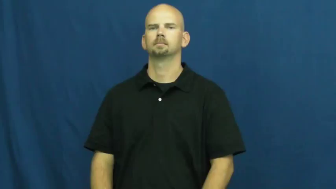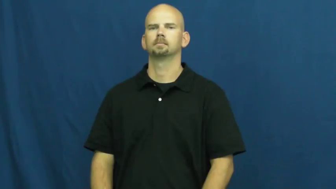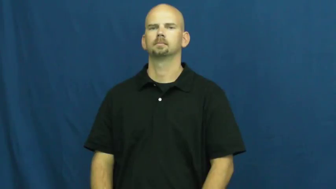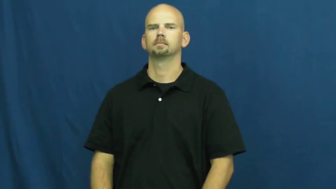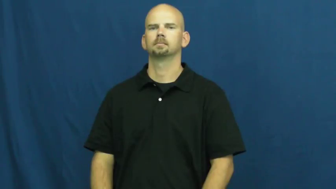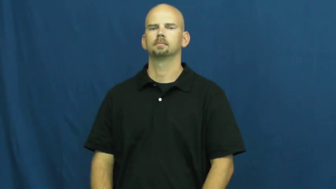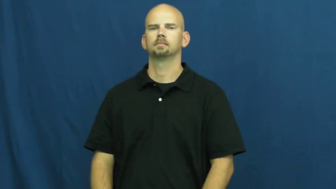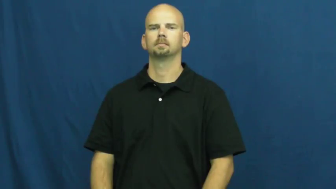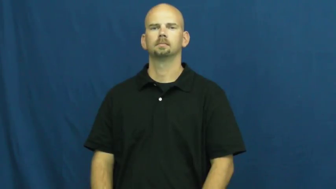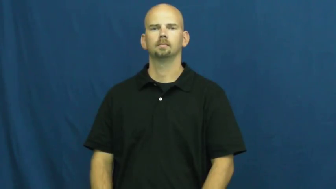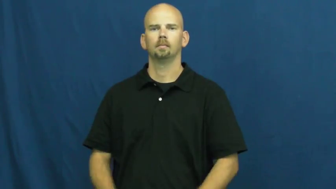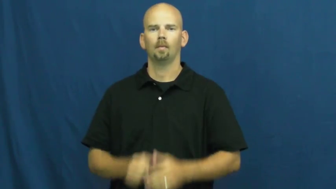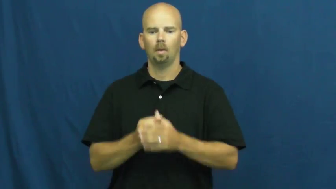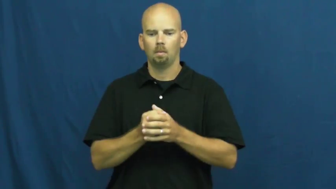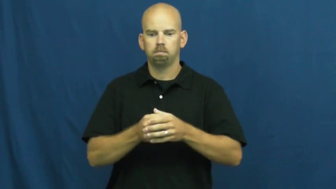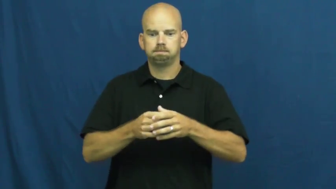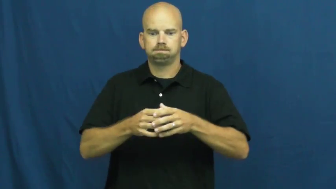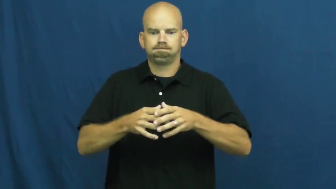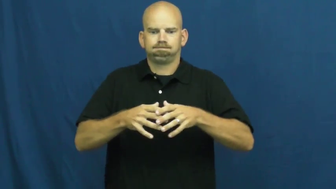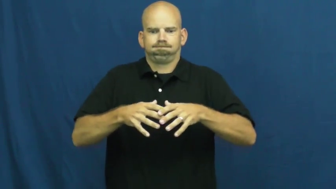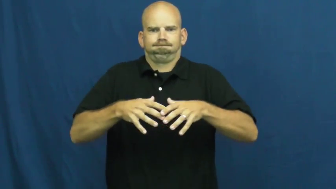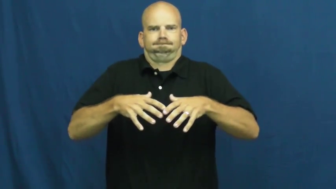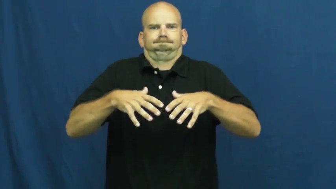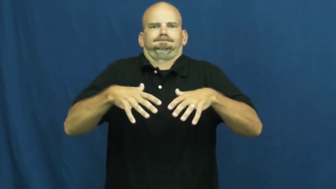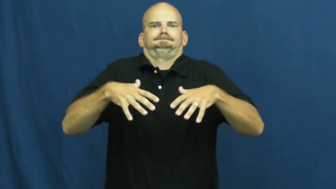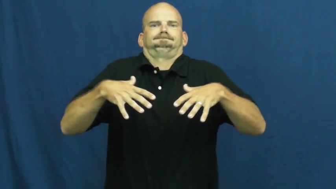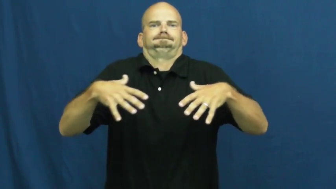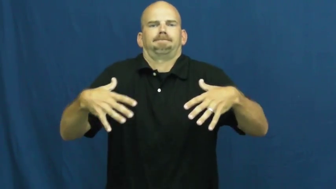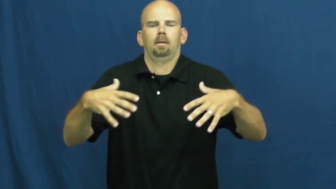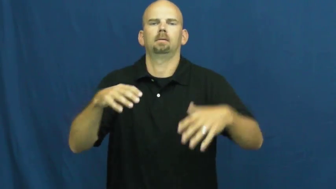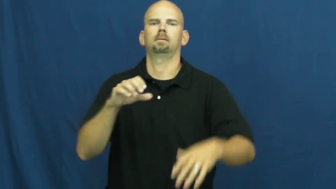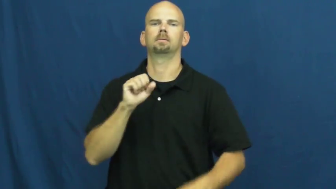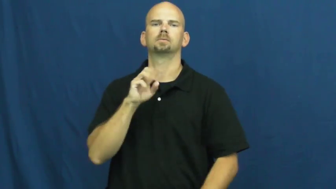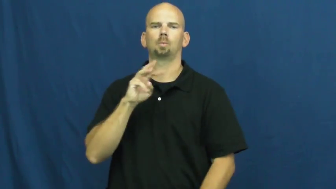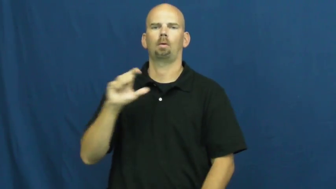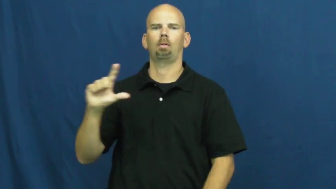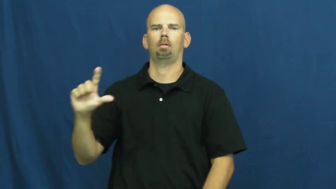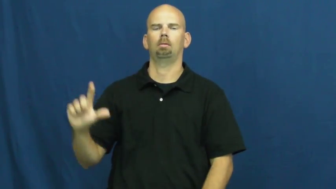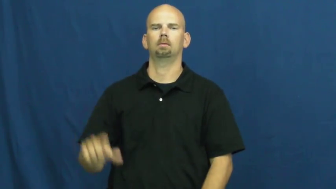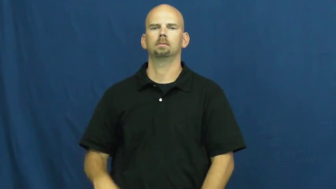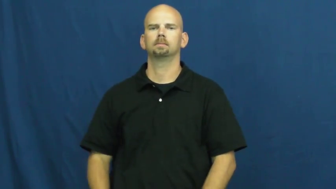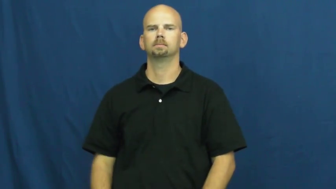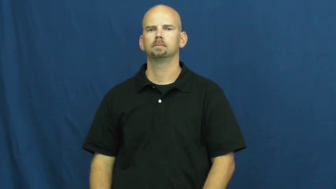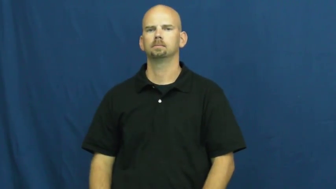swell,hypertrophy,spavin-become big